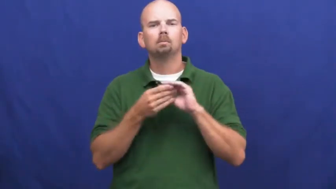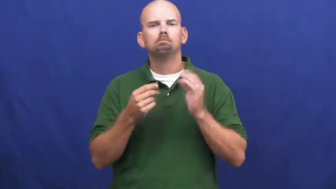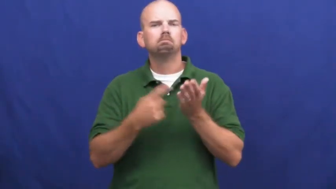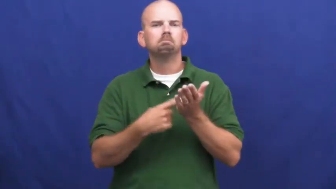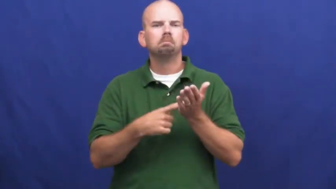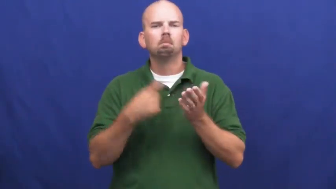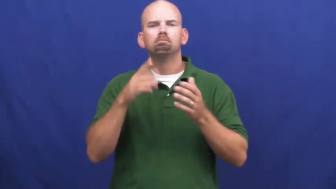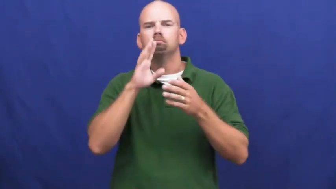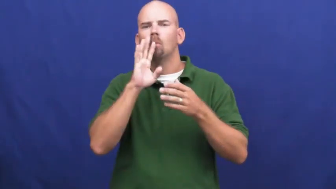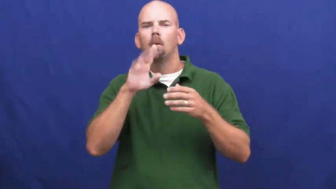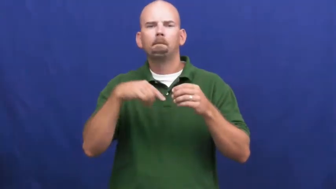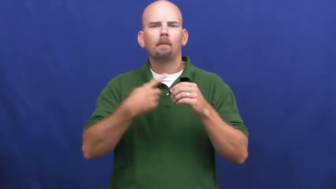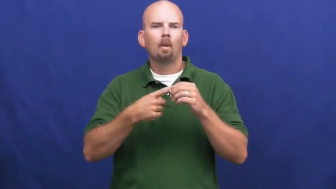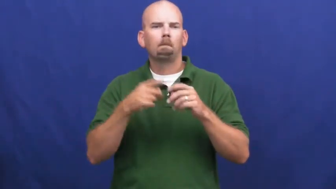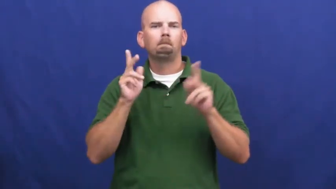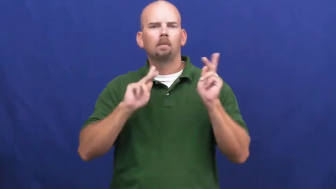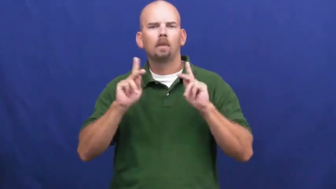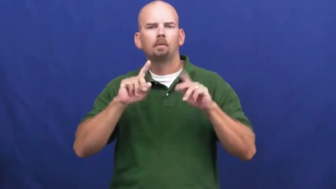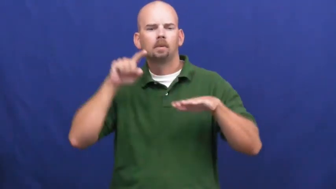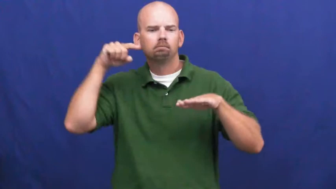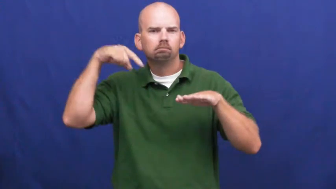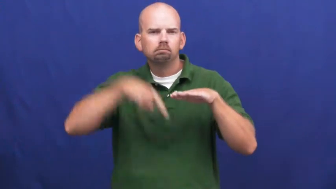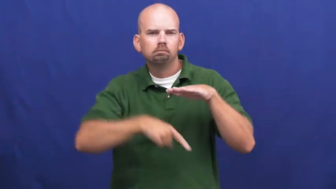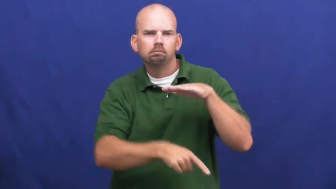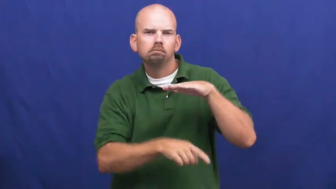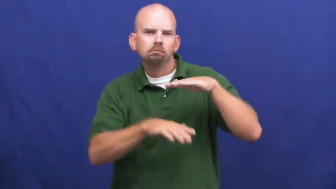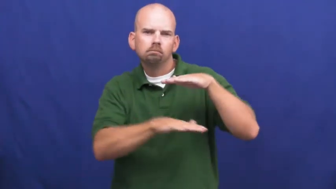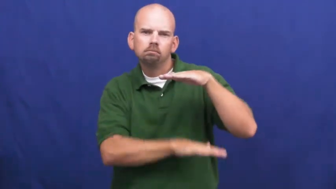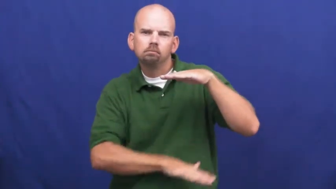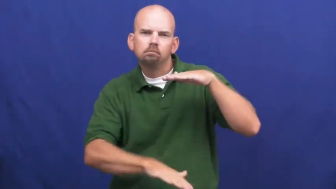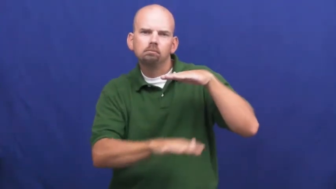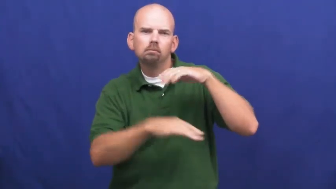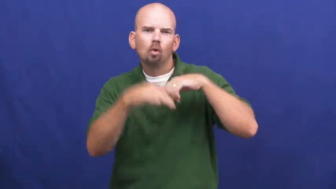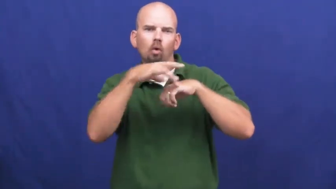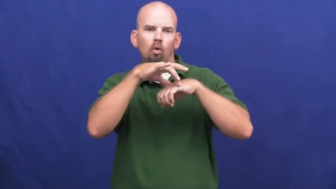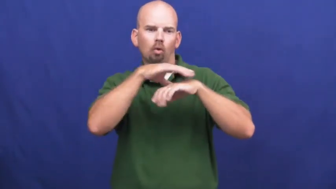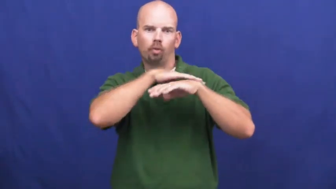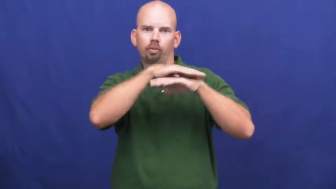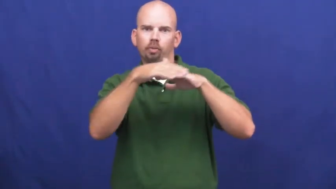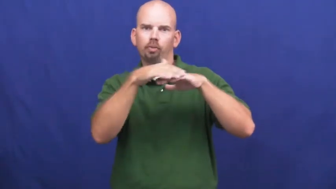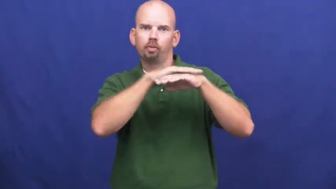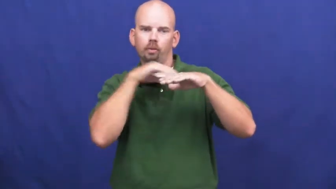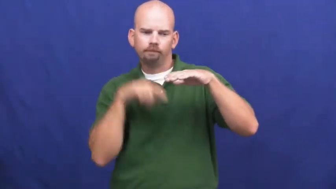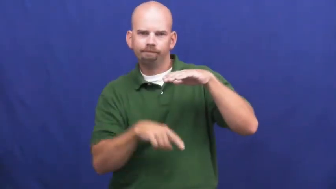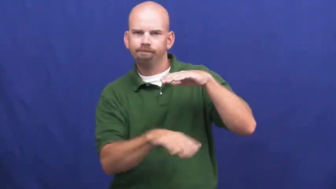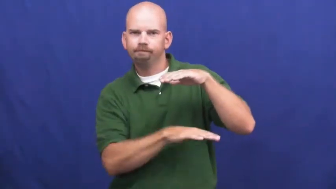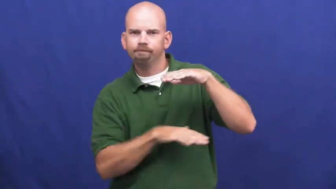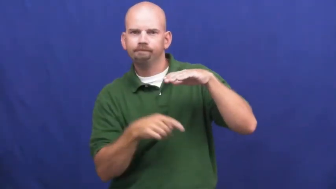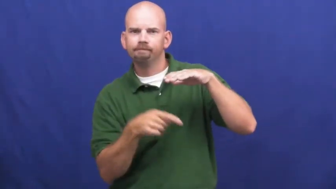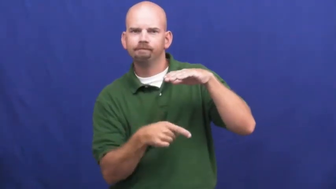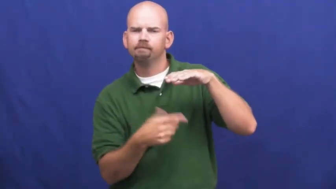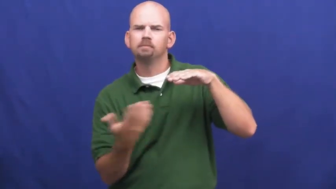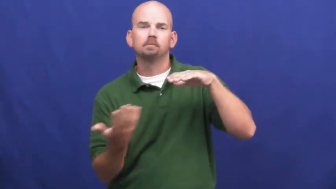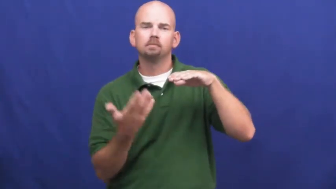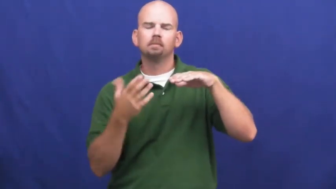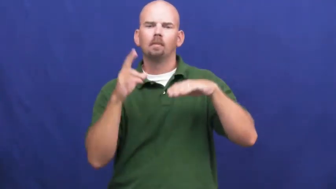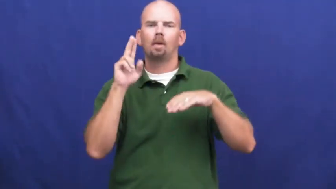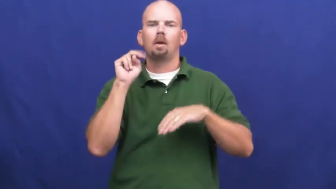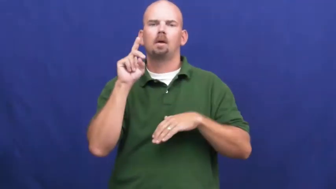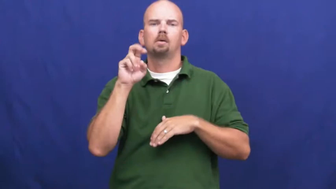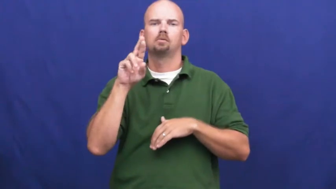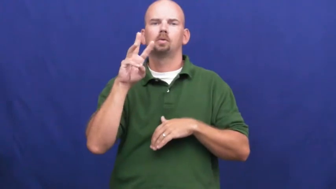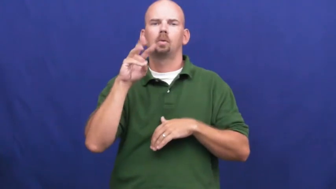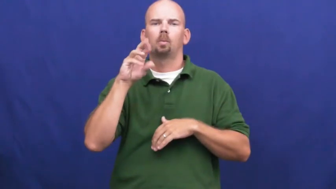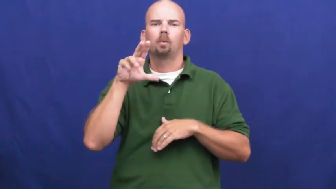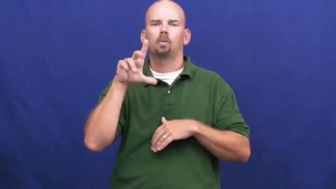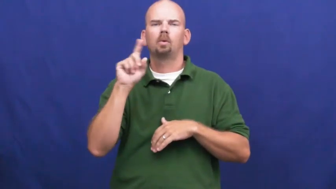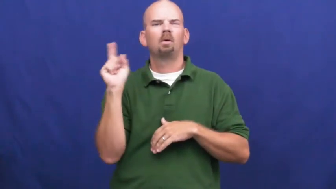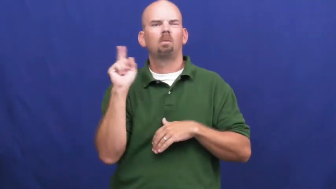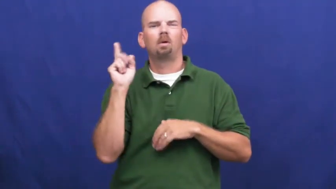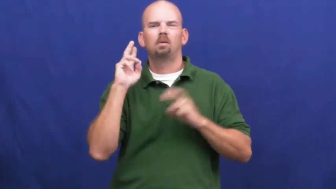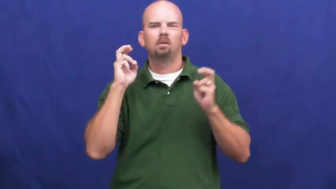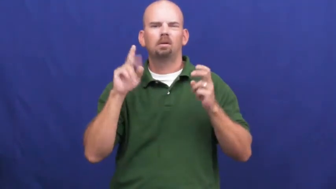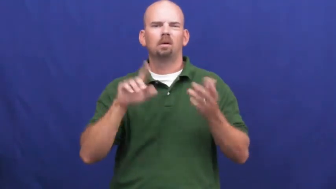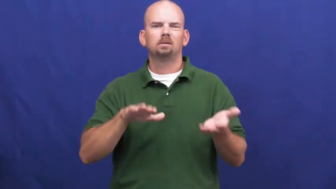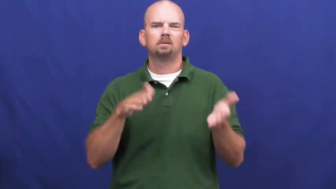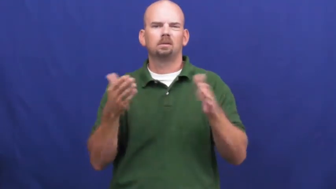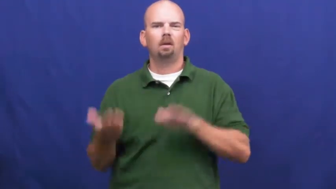underworld-below